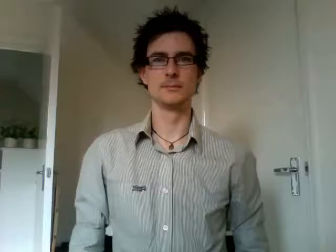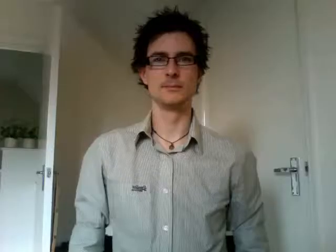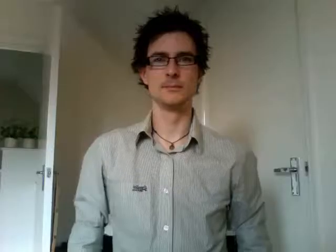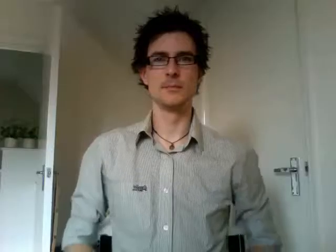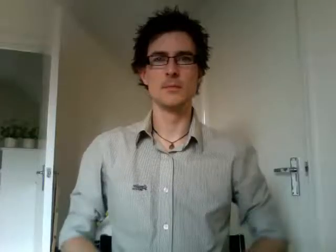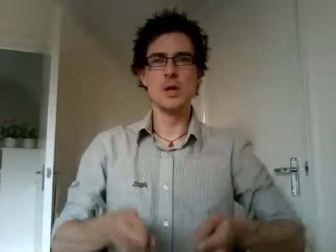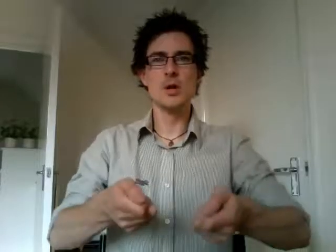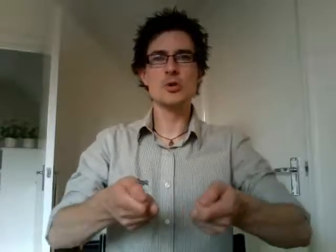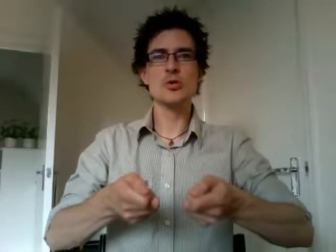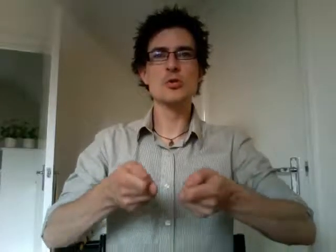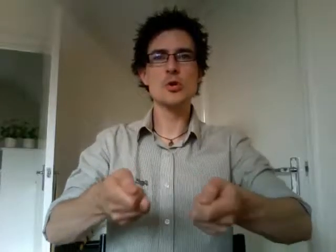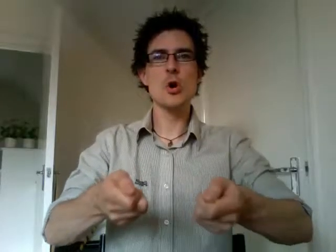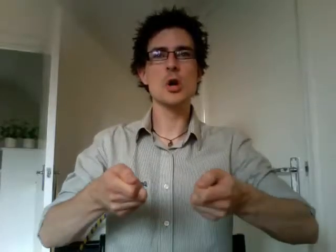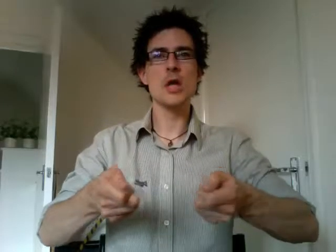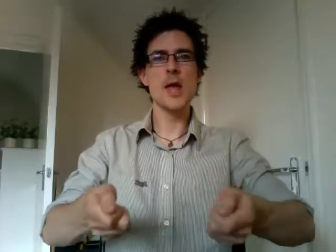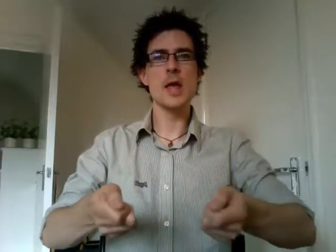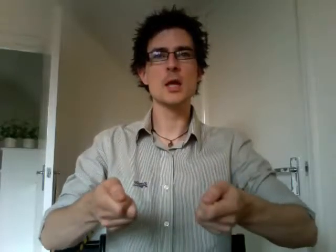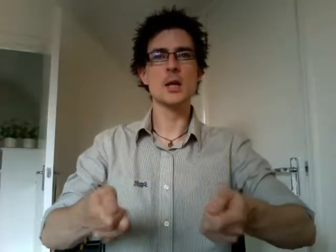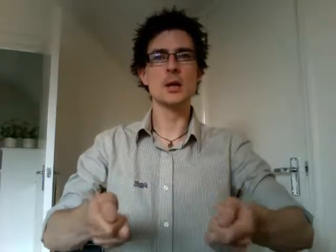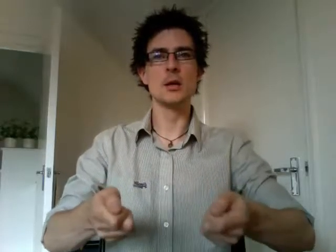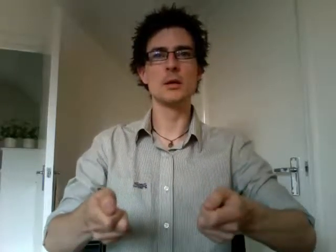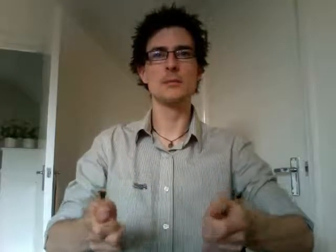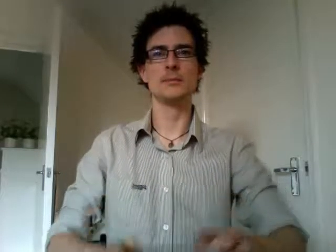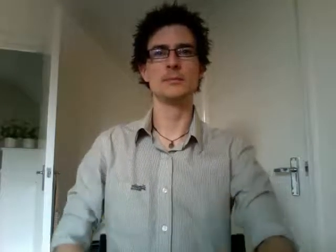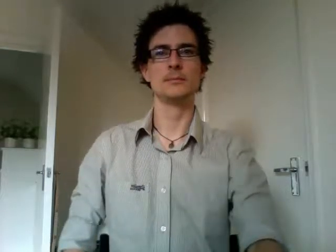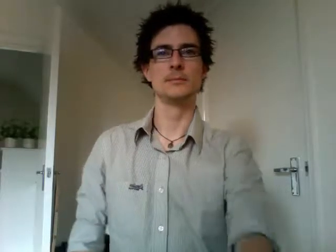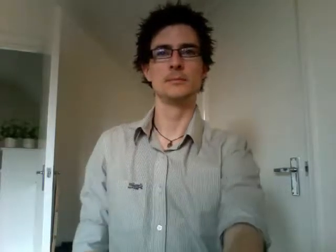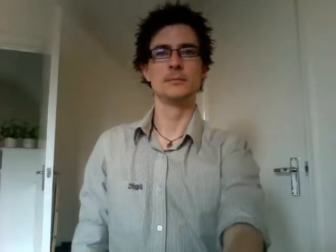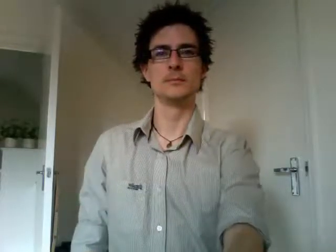cooking